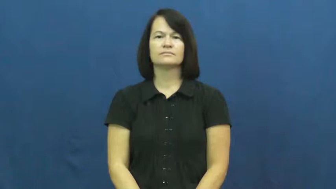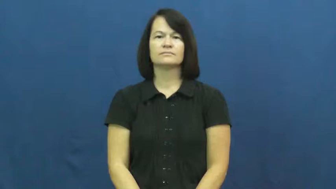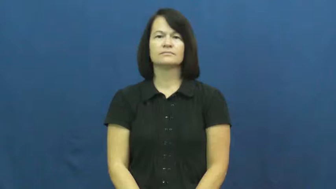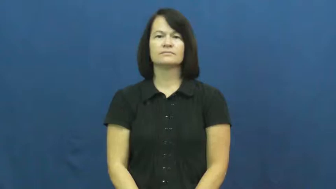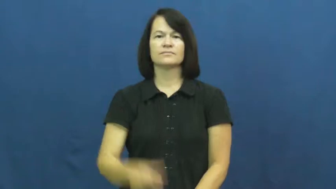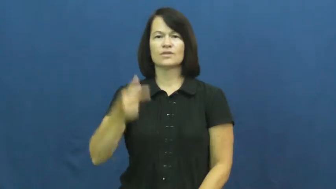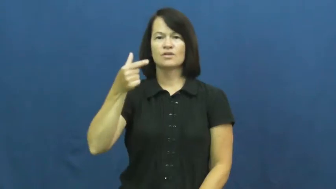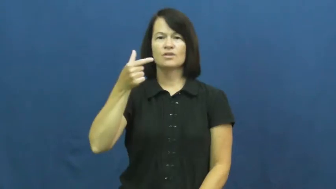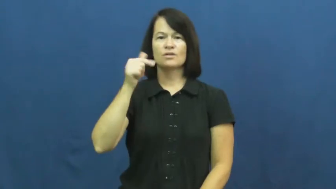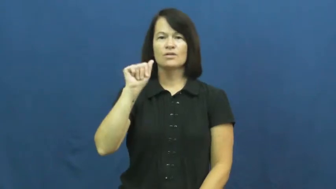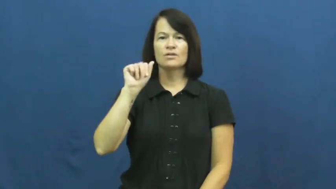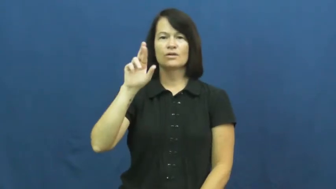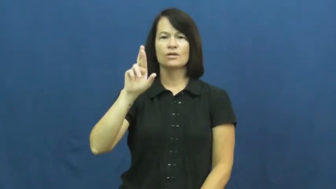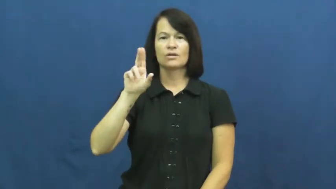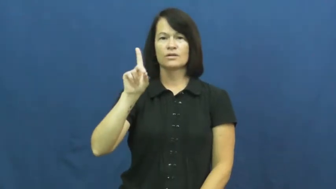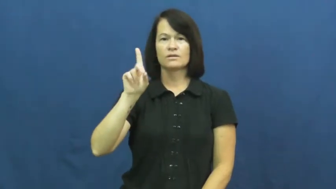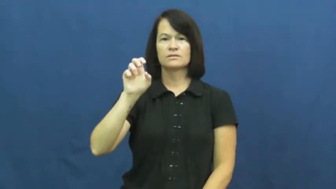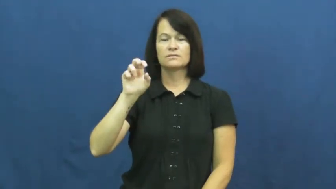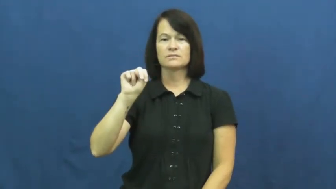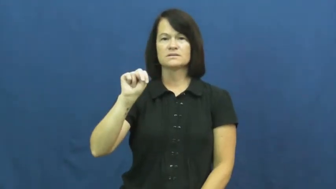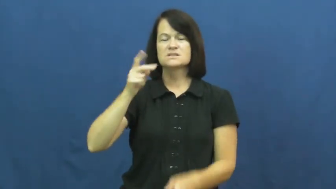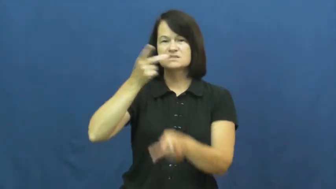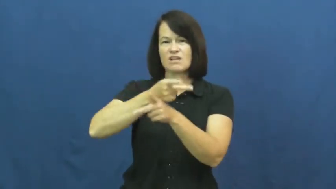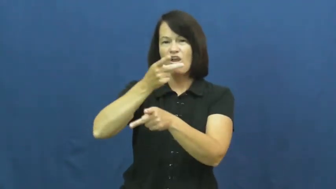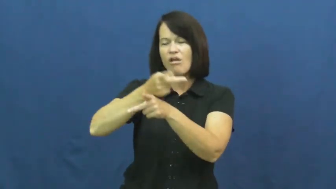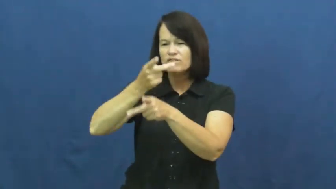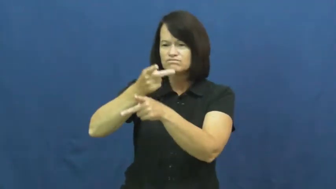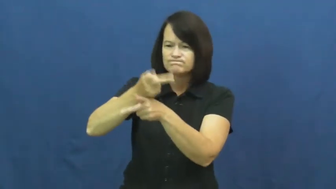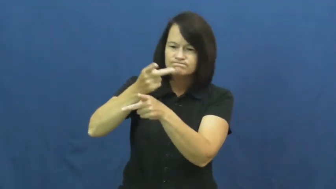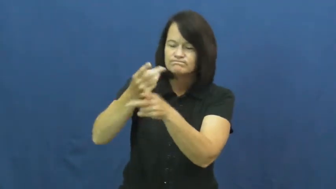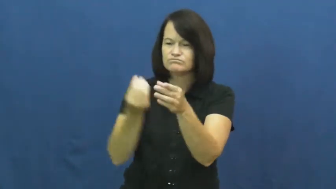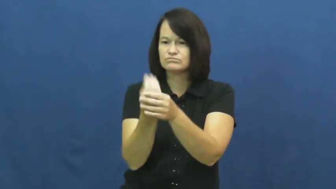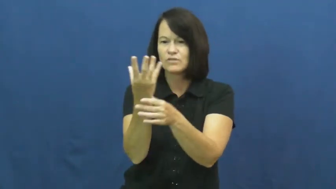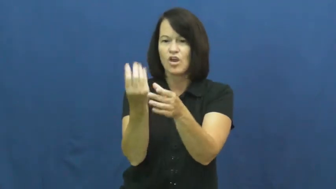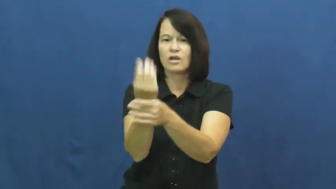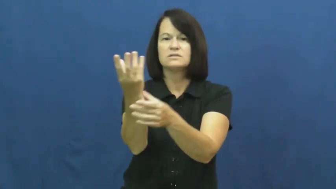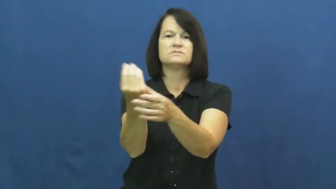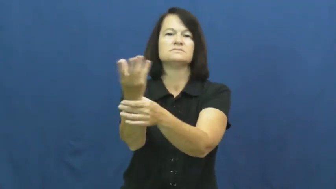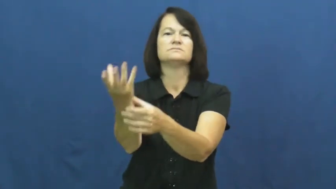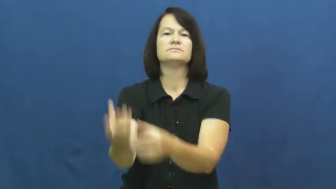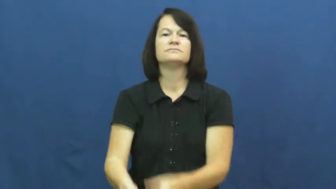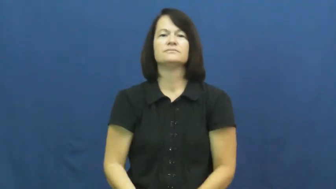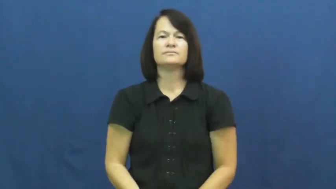garden-verb